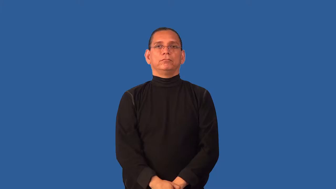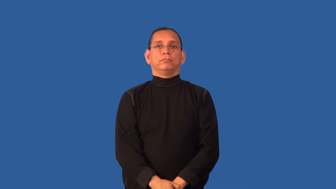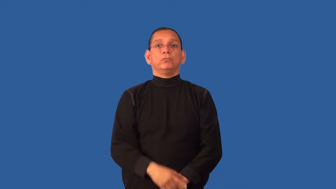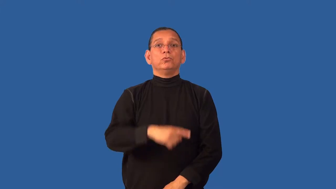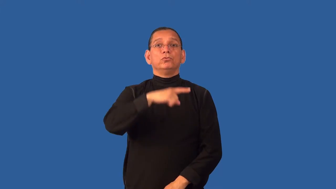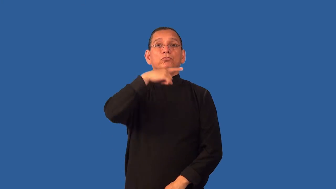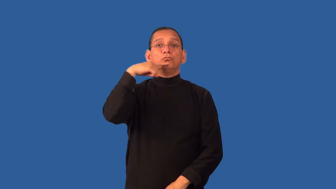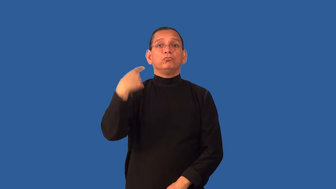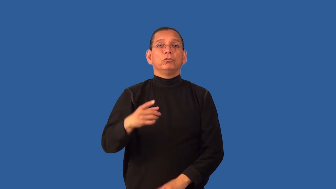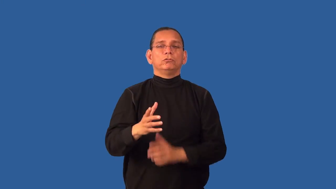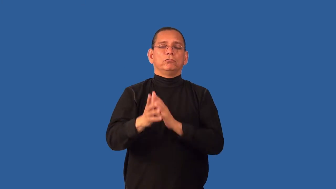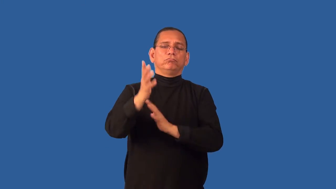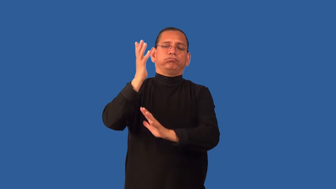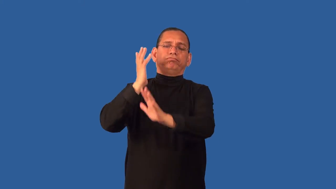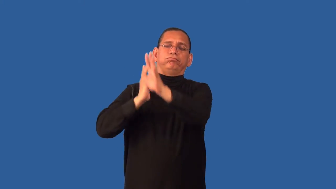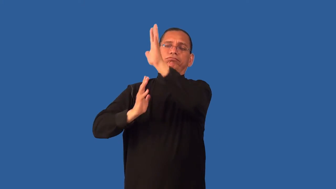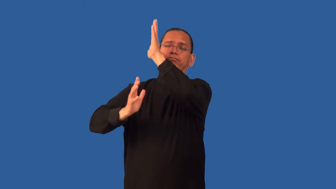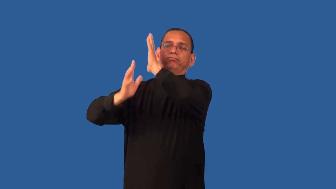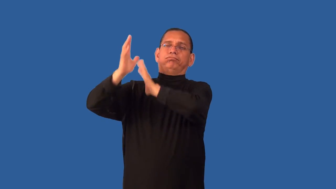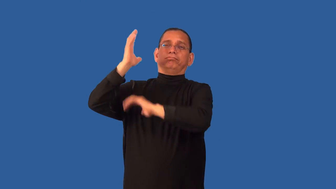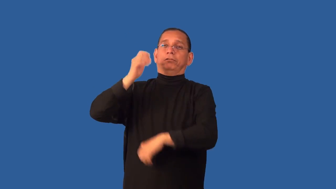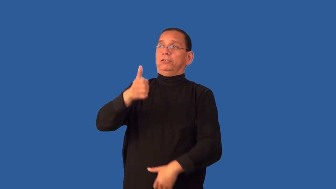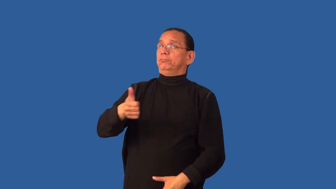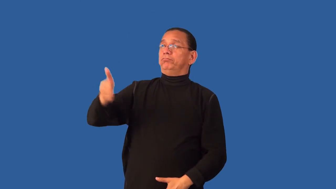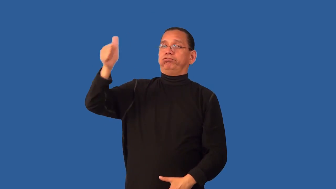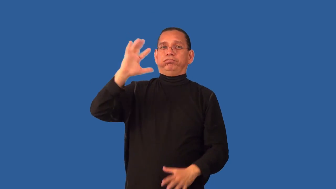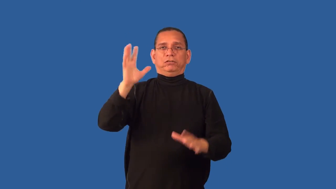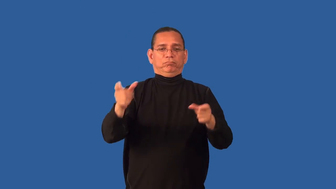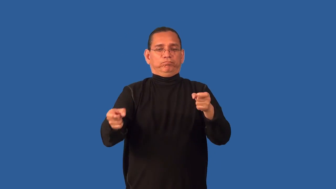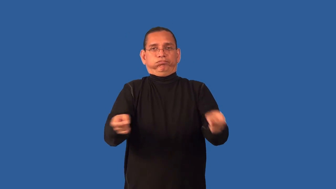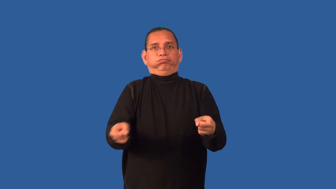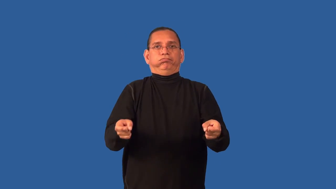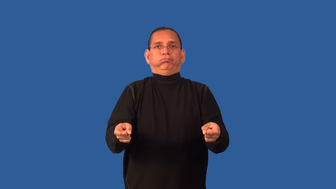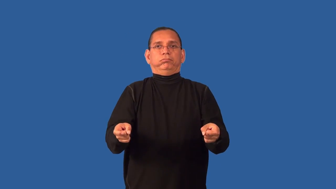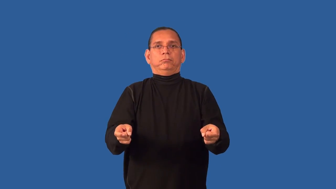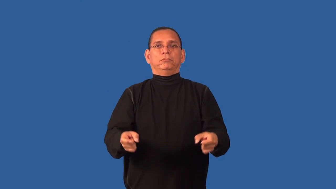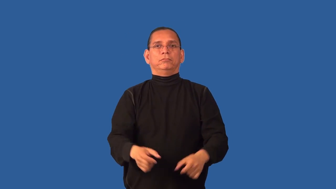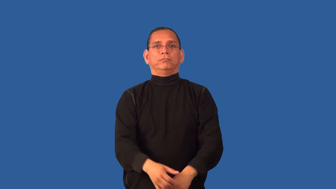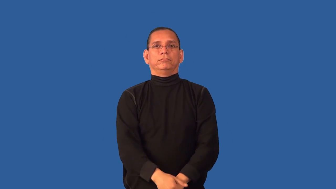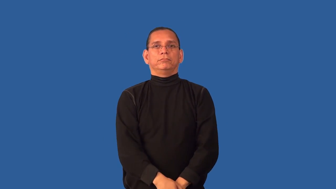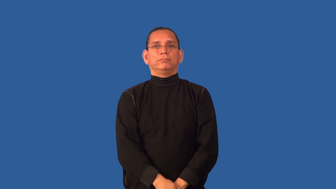czar